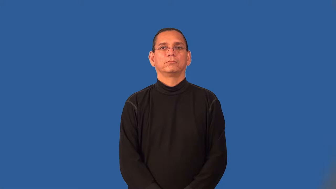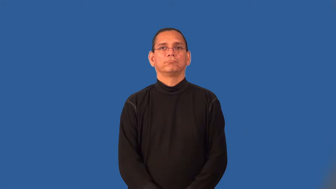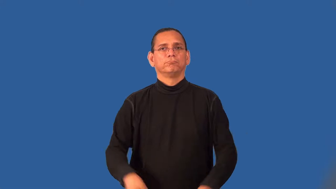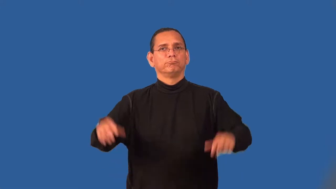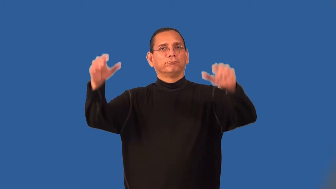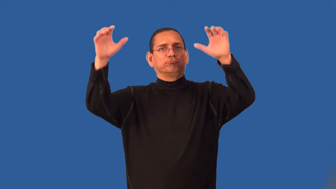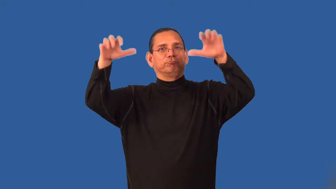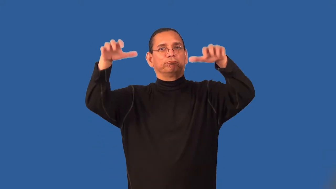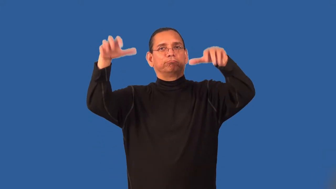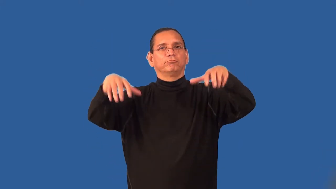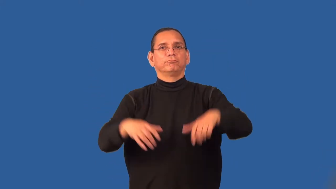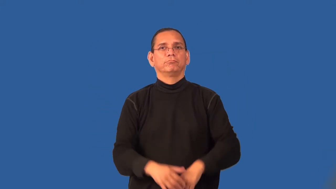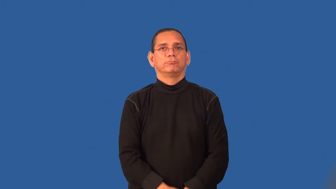shower-rain